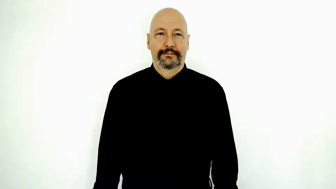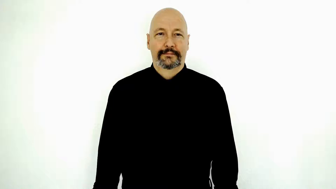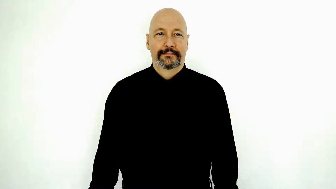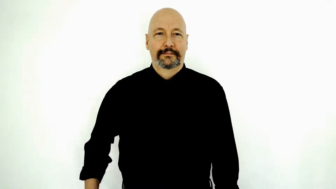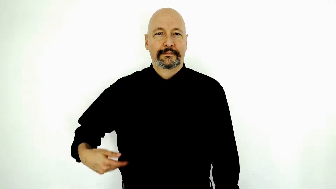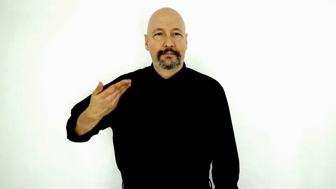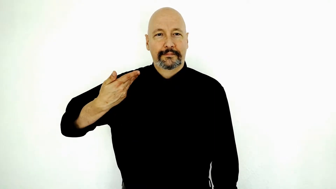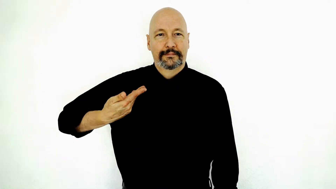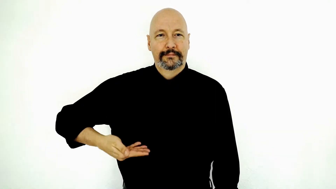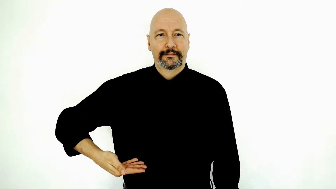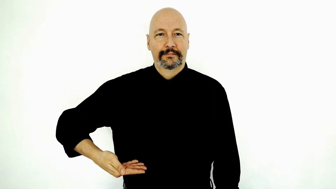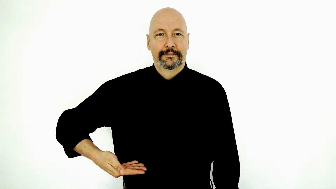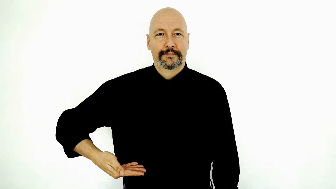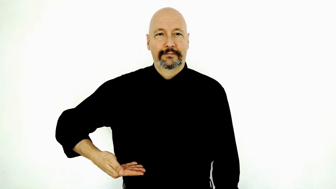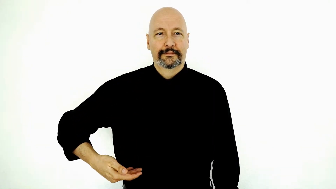I AM / moi / introduce-myself (Before using this sign see the notes in the description!)